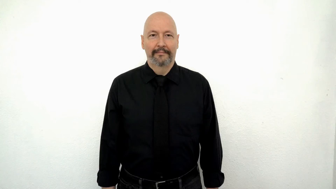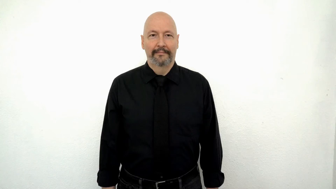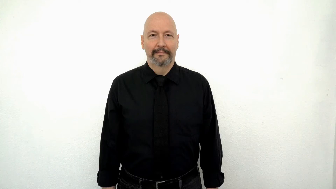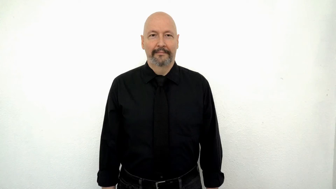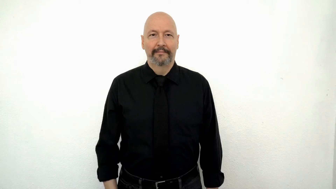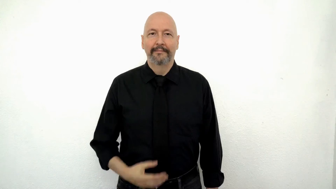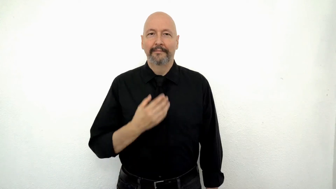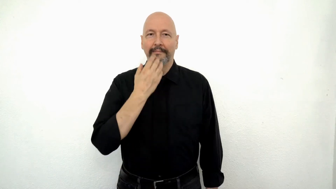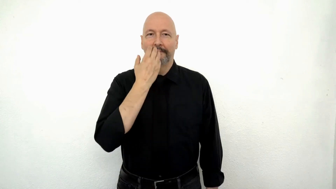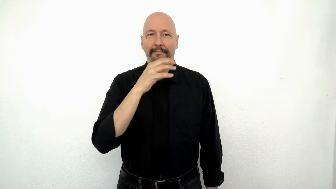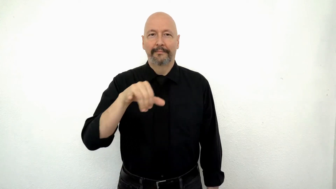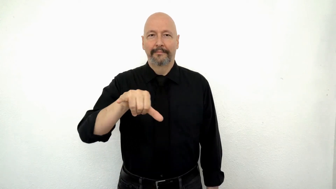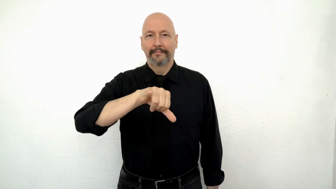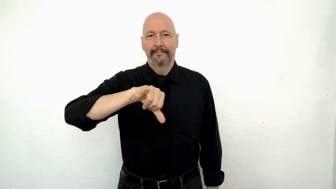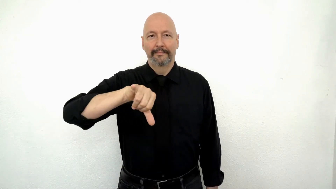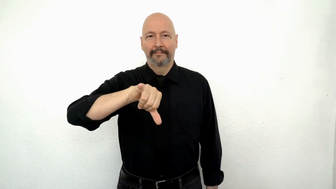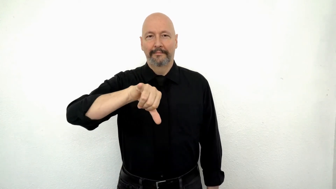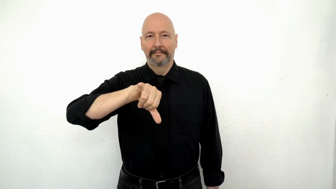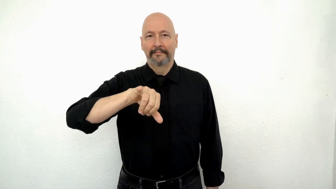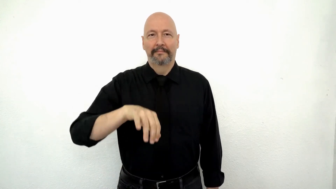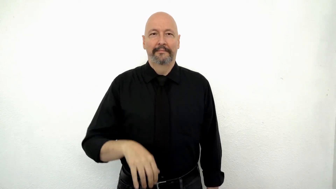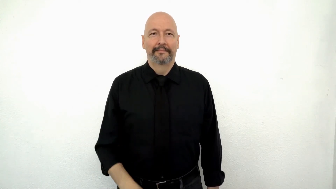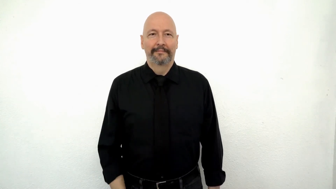HOT SAUCE